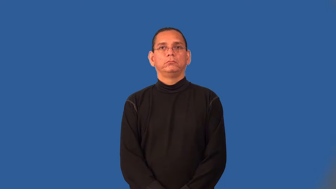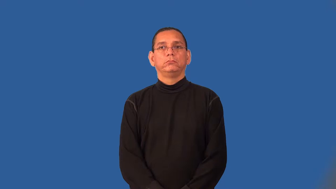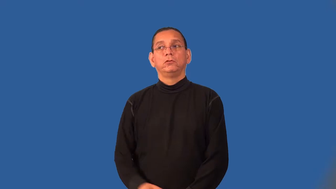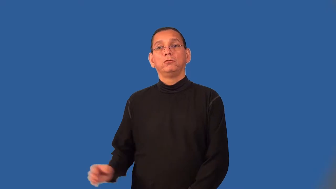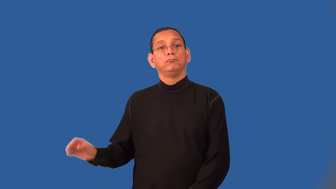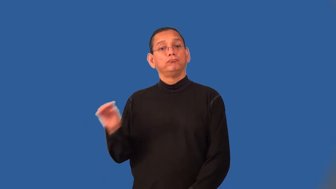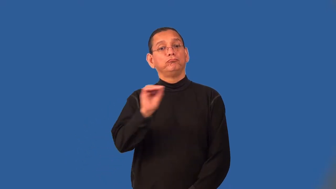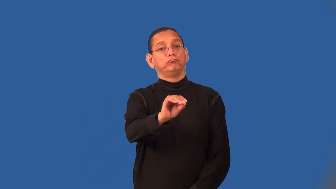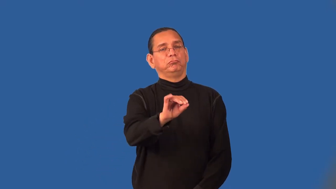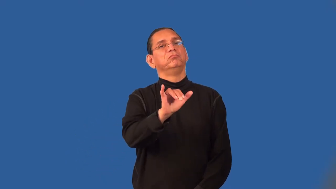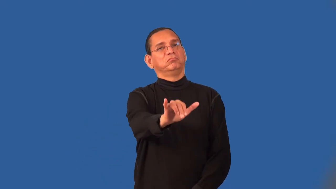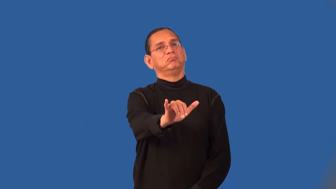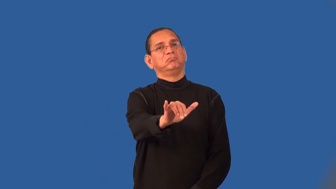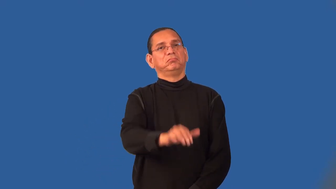set,plant,plumb-make stay